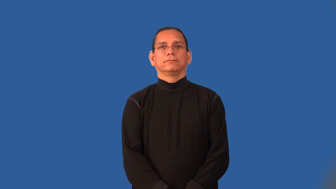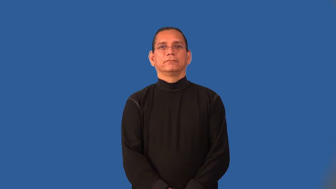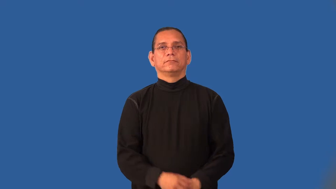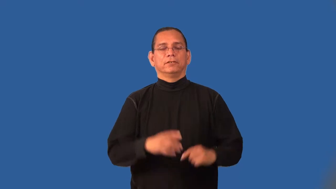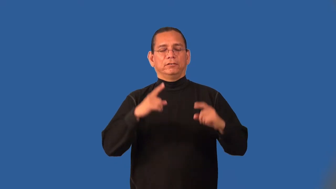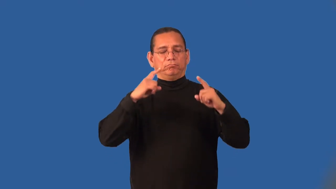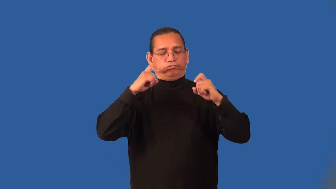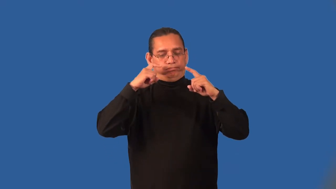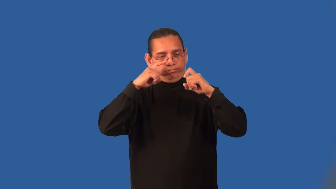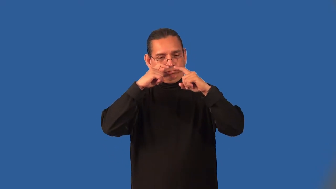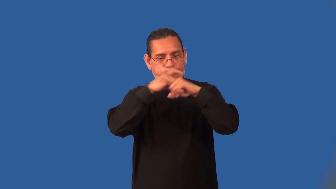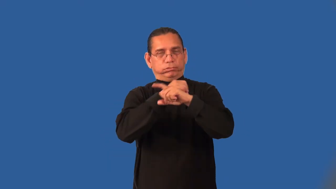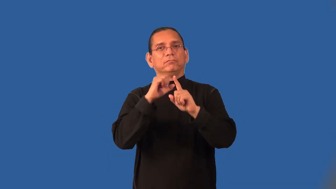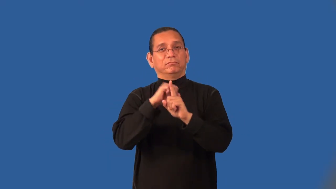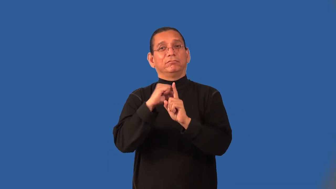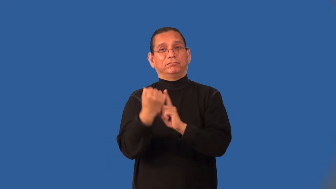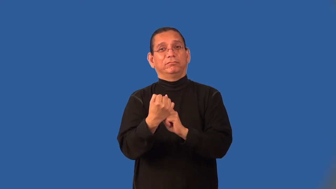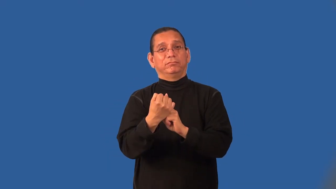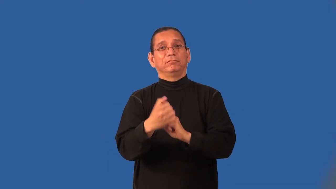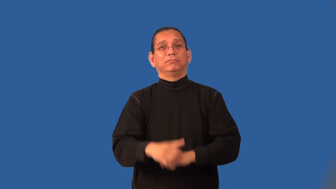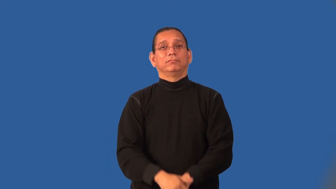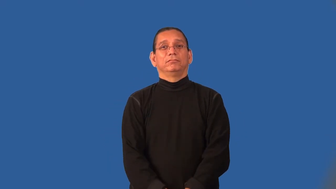imbroglio